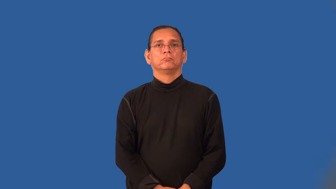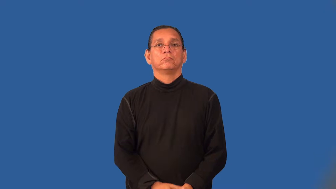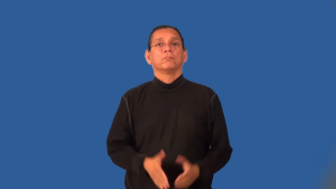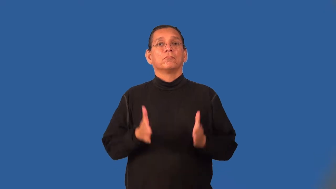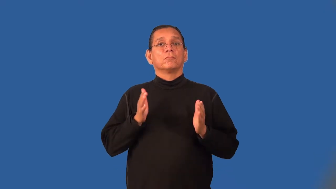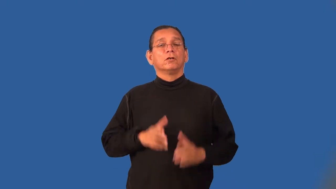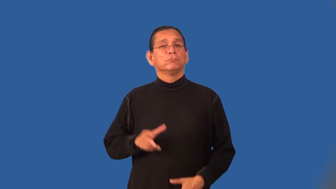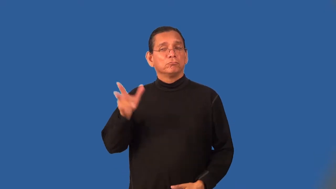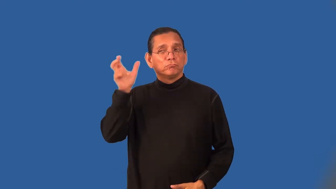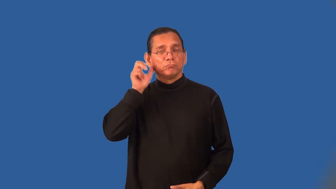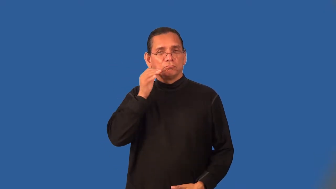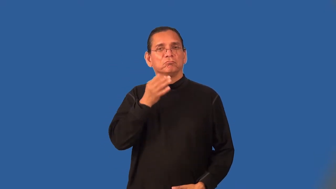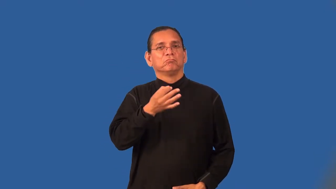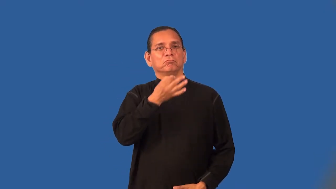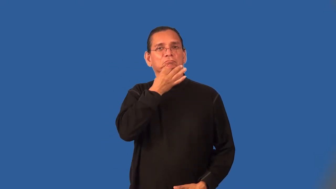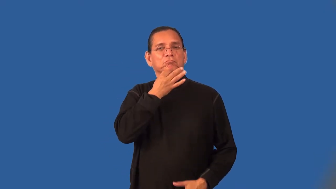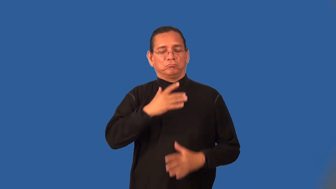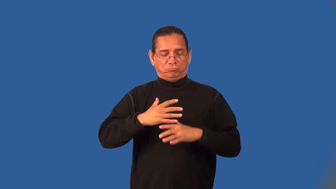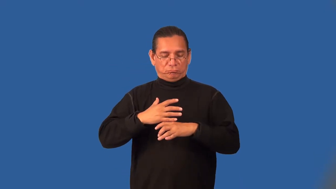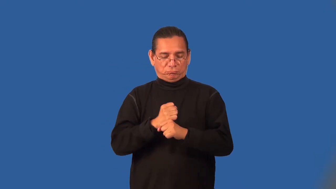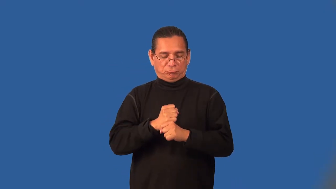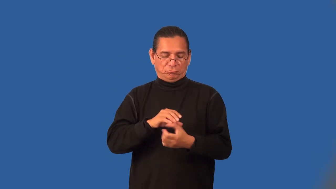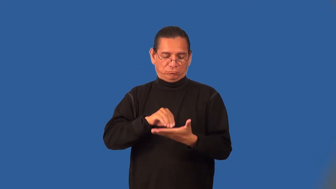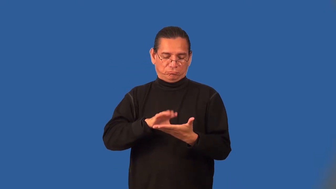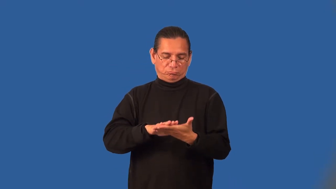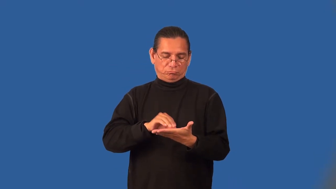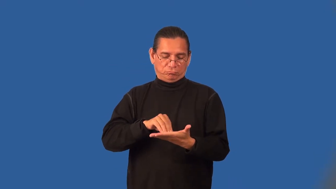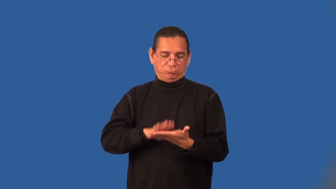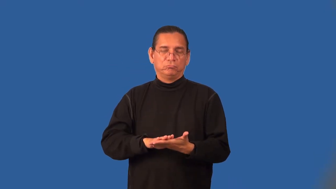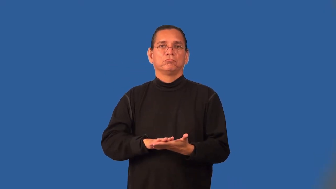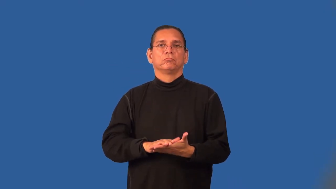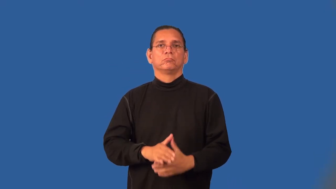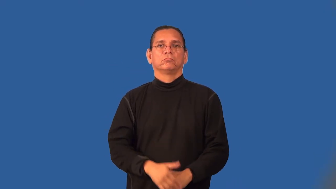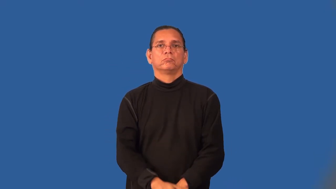stenographer